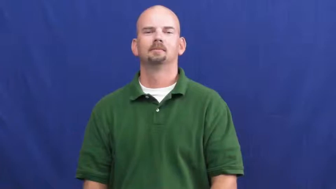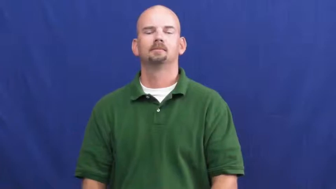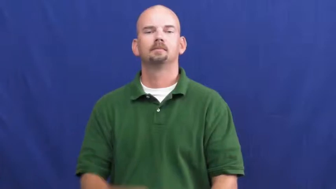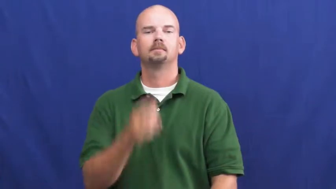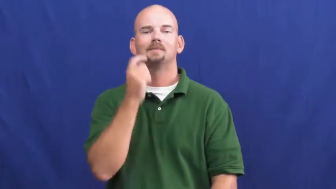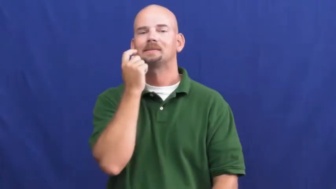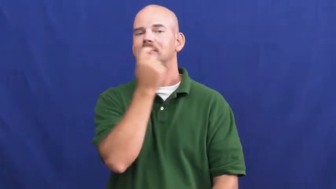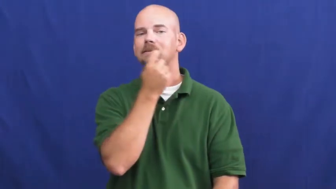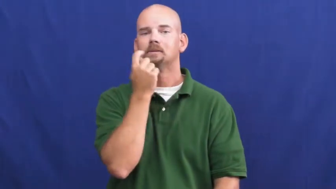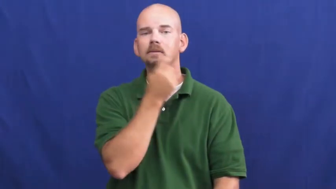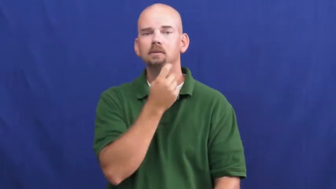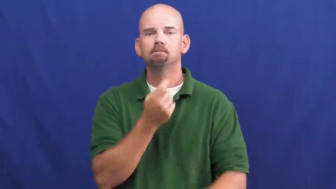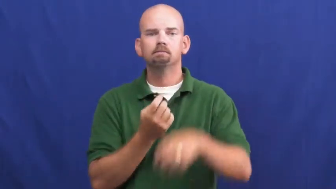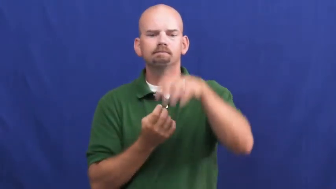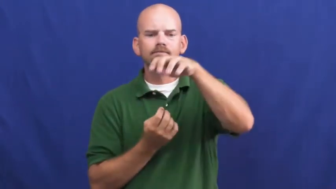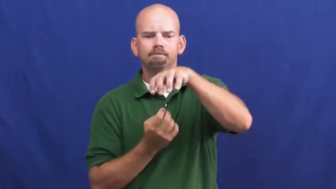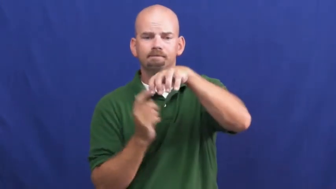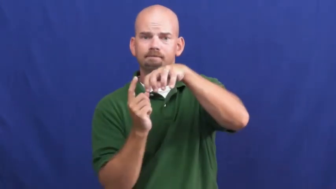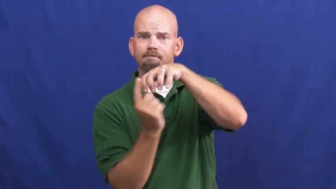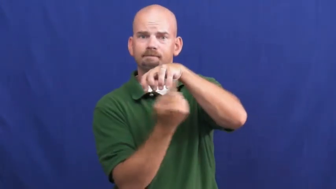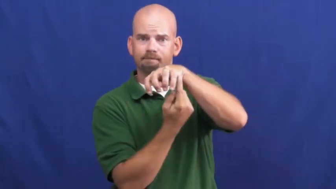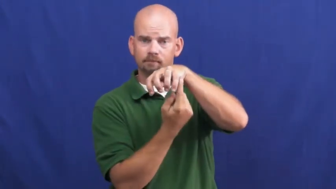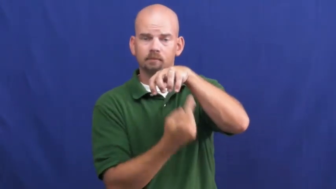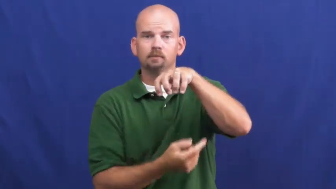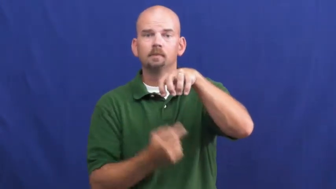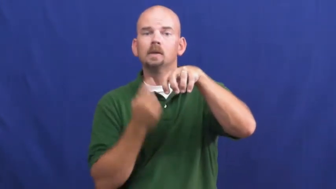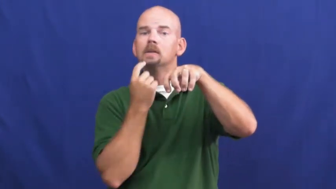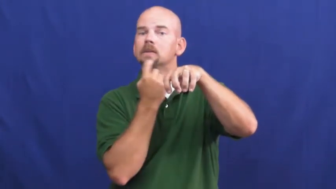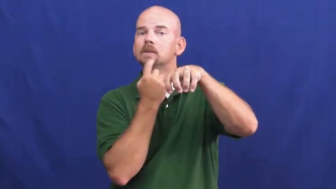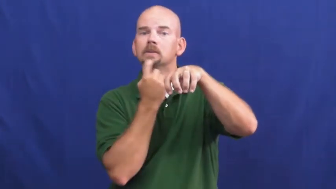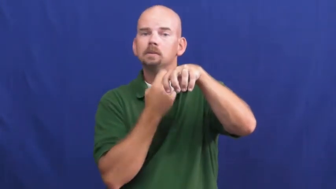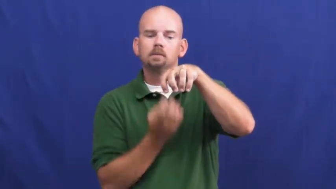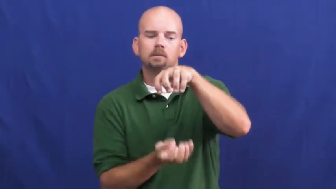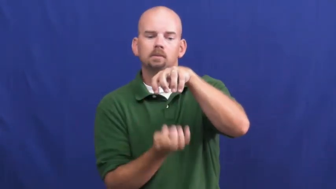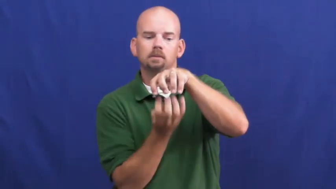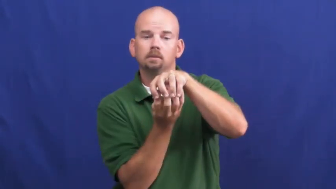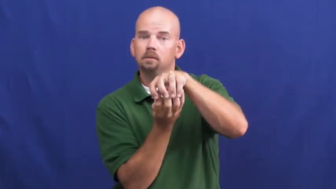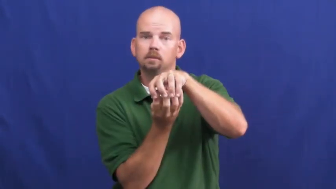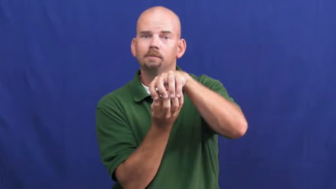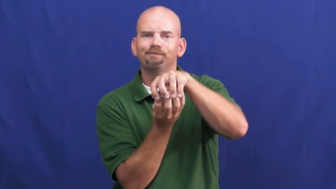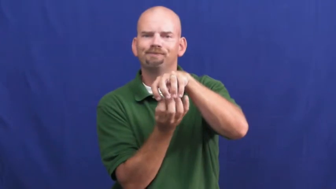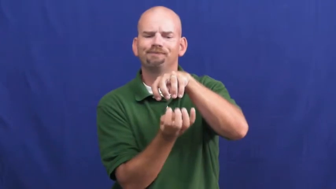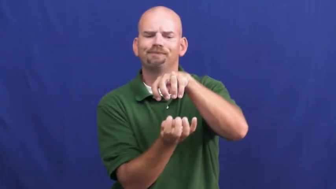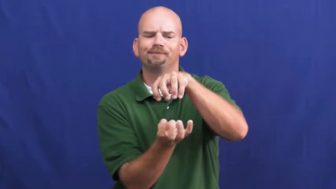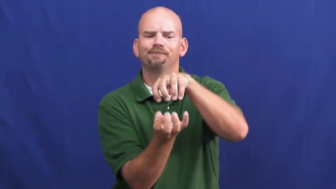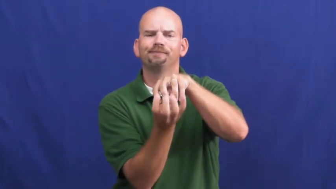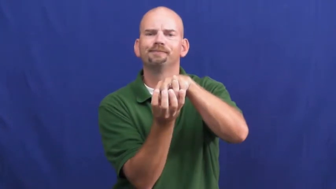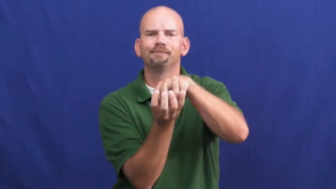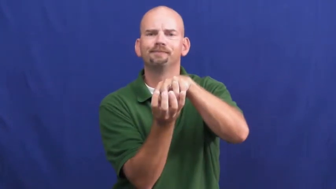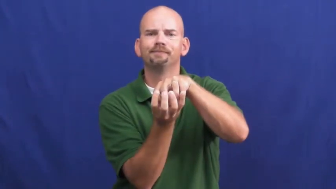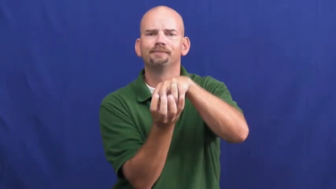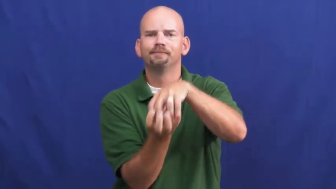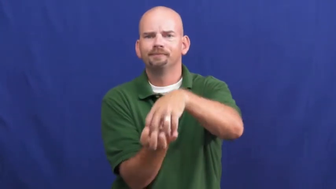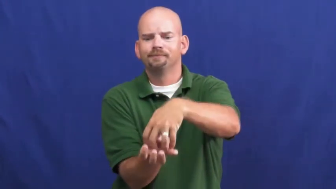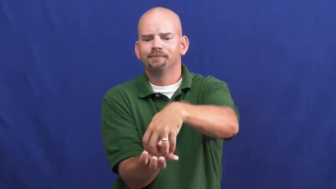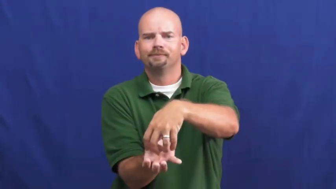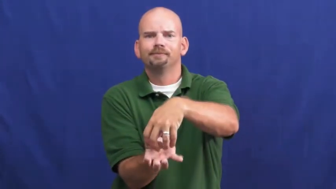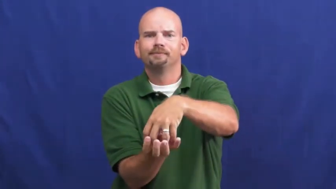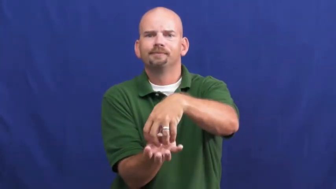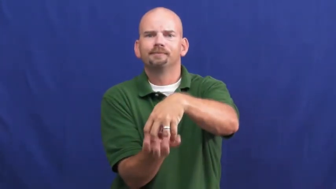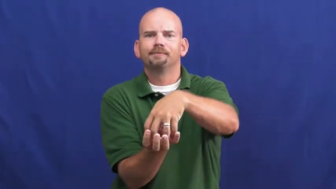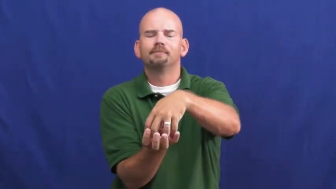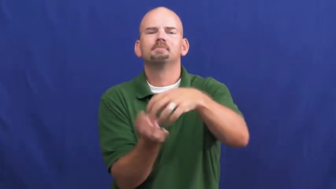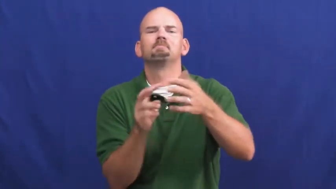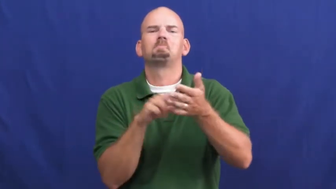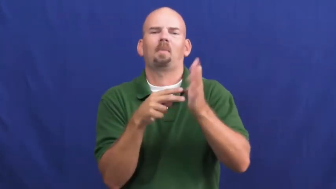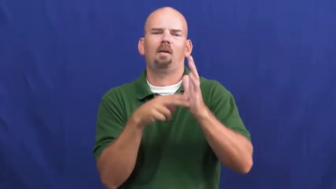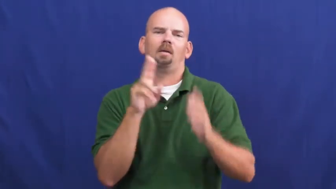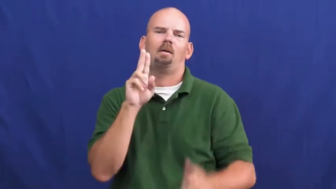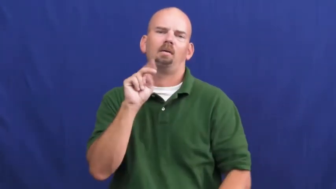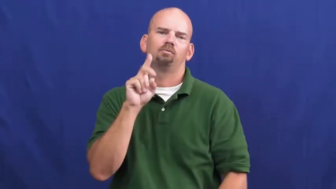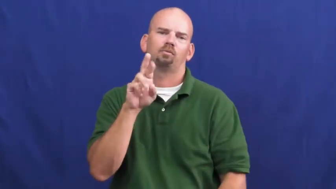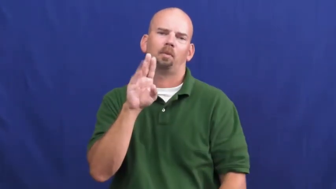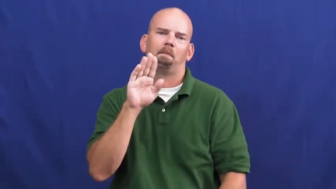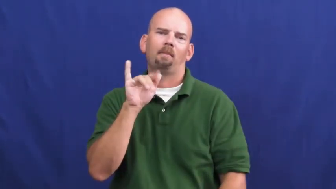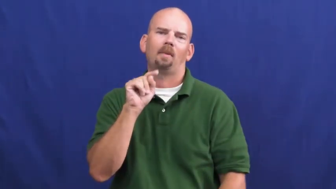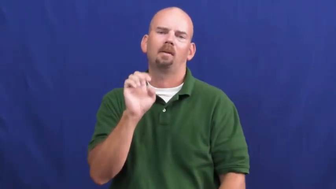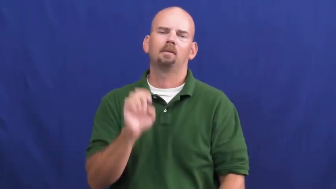underbite